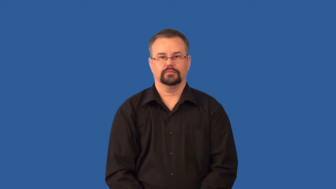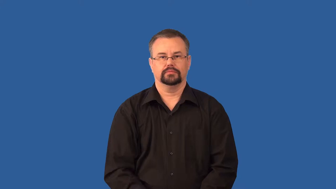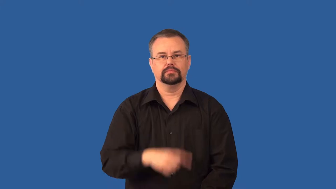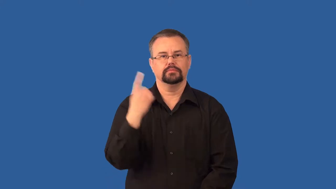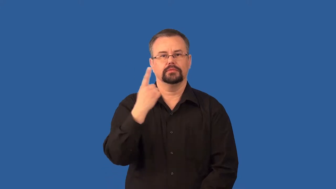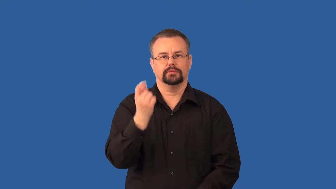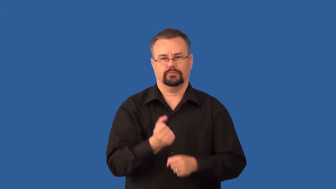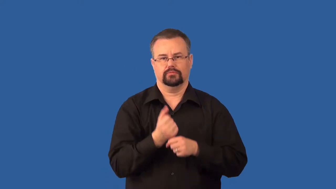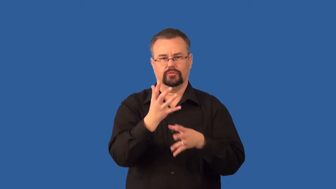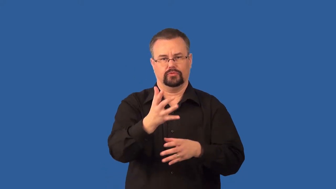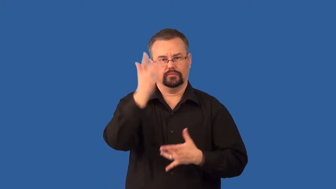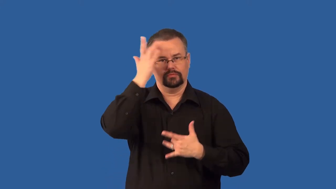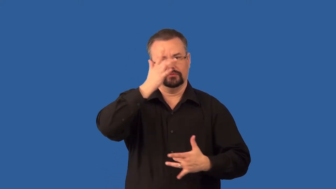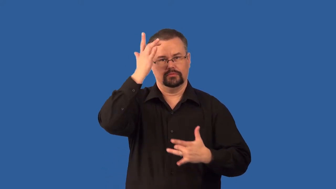pathogen